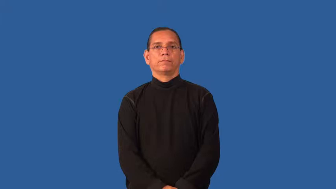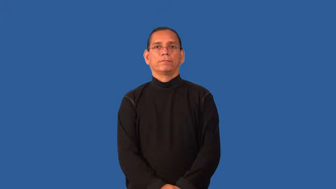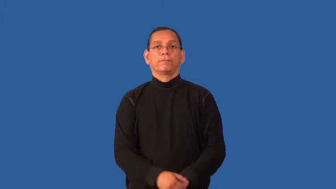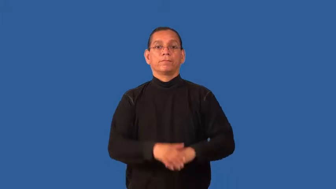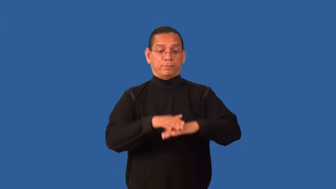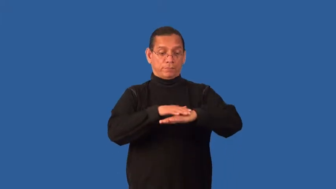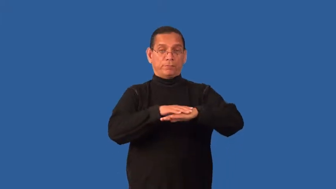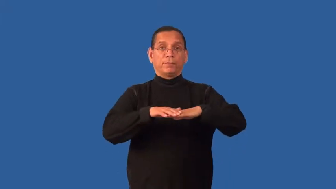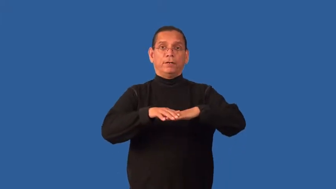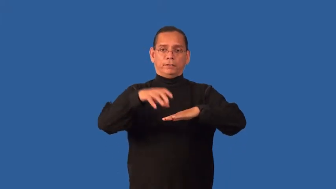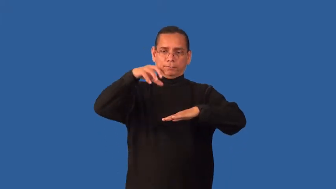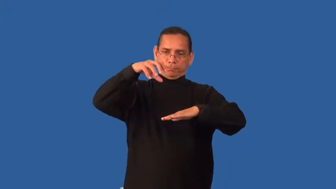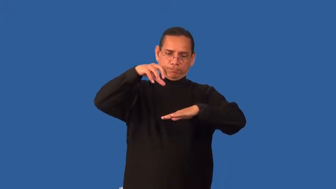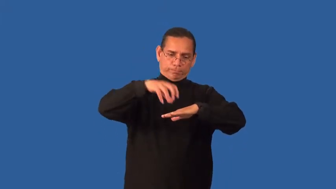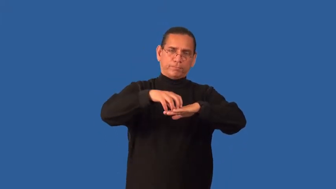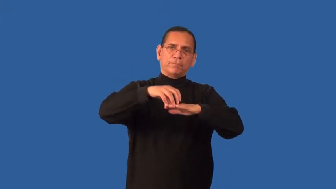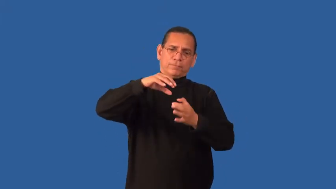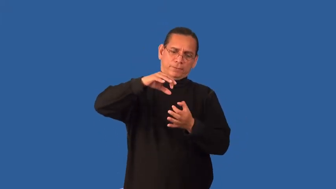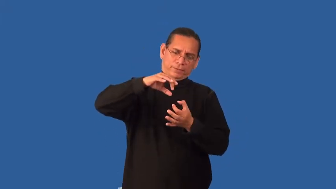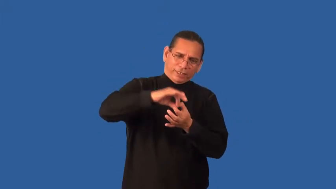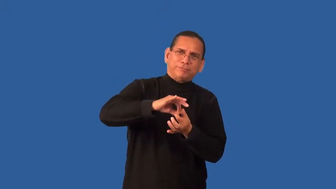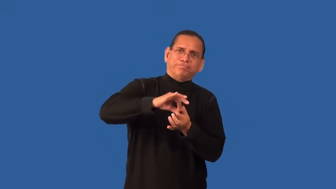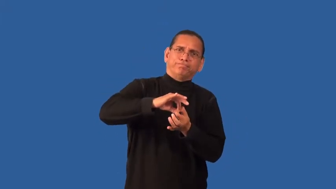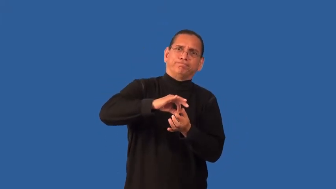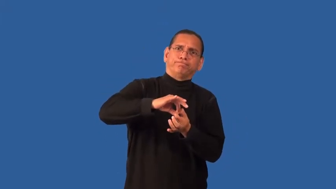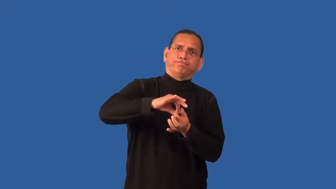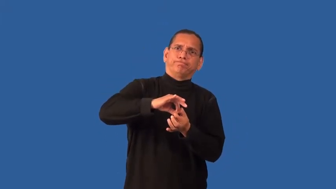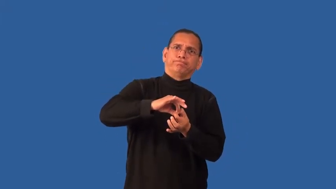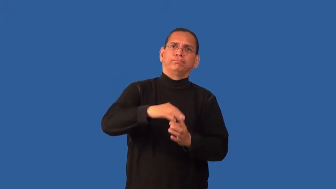embed,imbed,bed,fix,engraft,fixate-in place